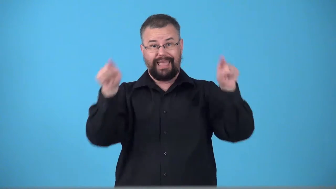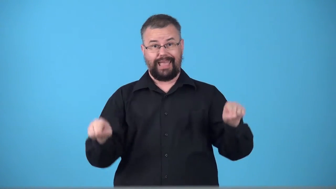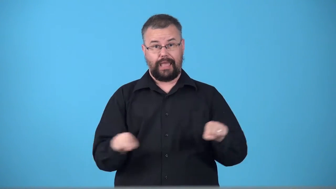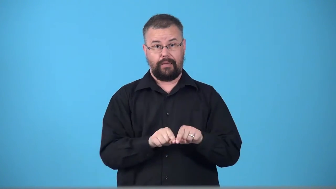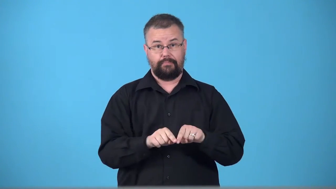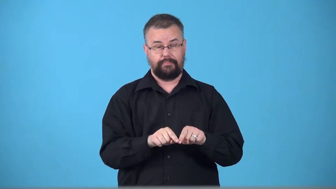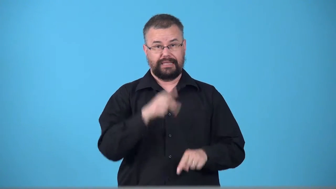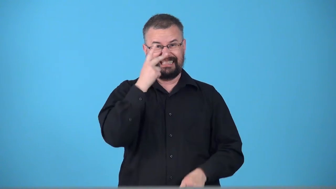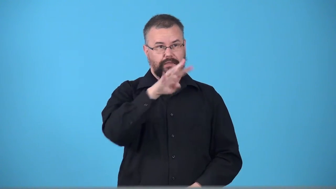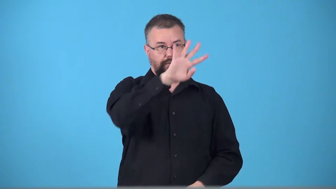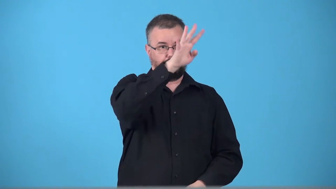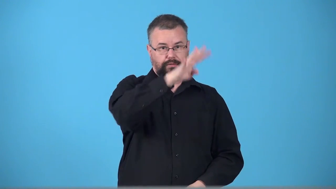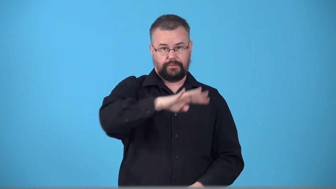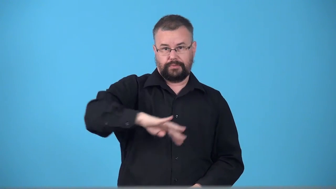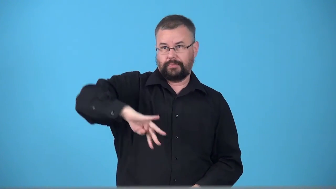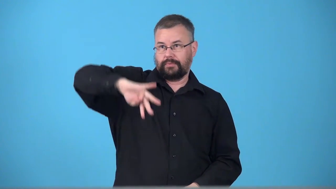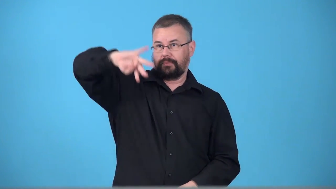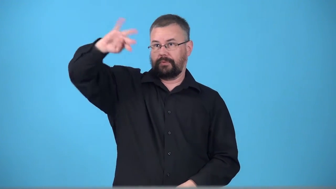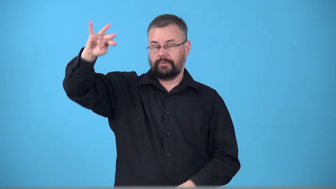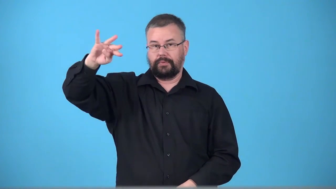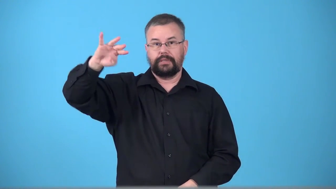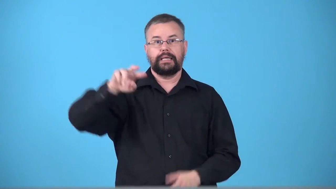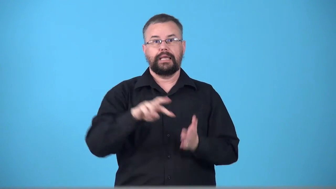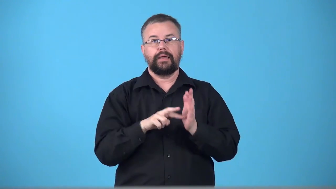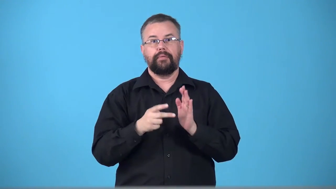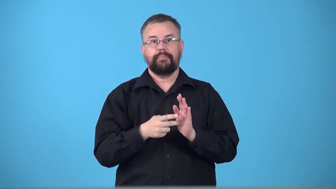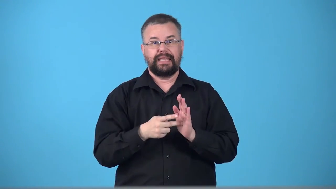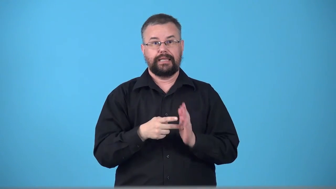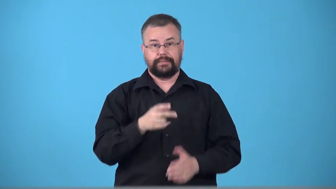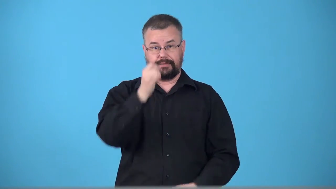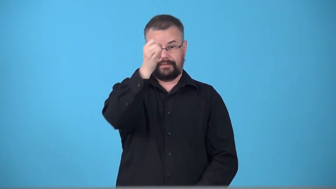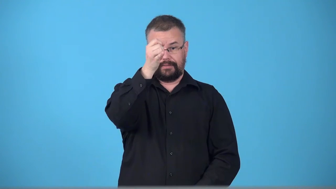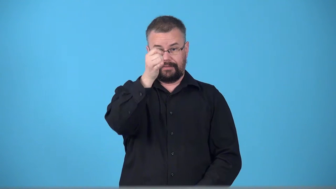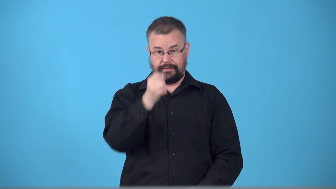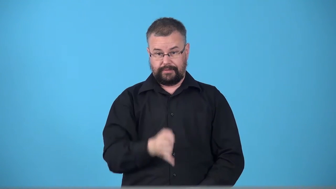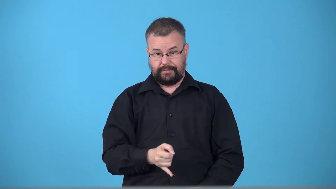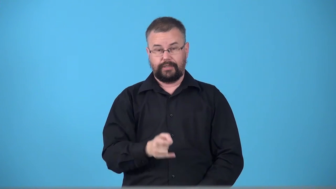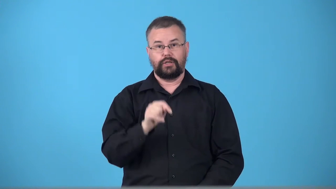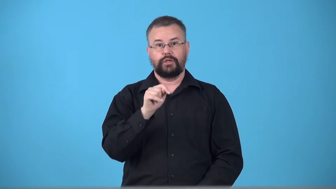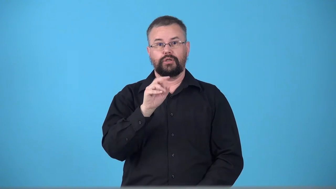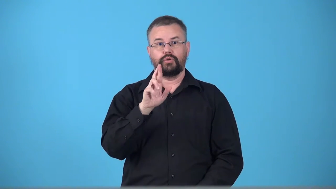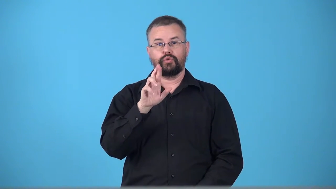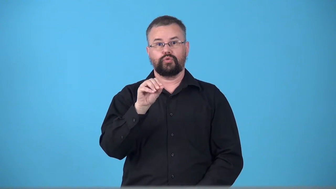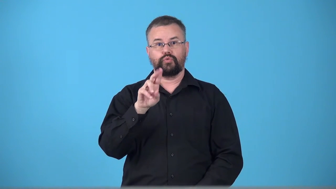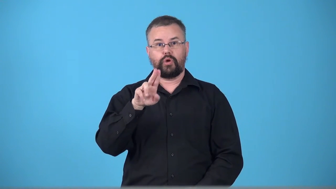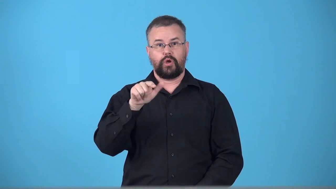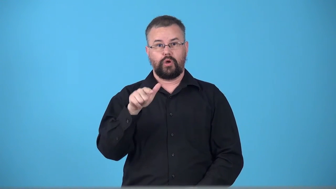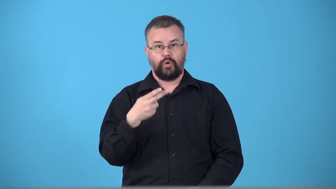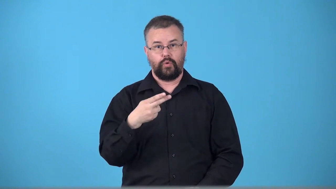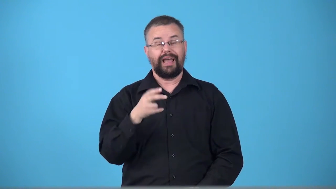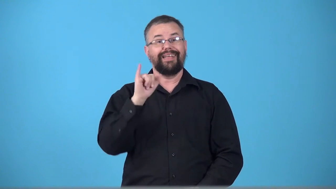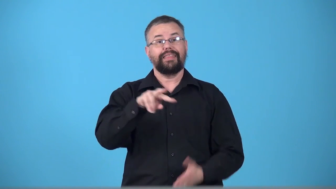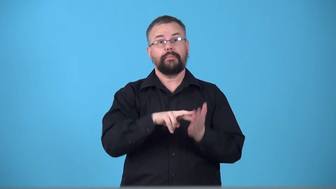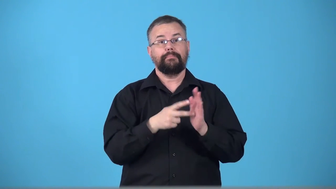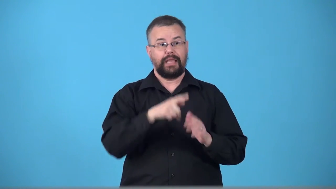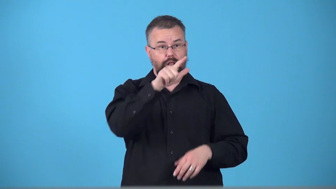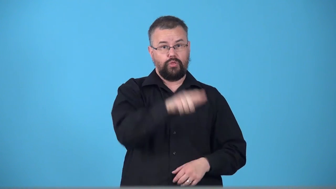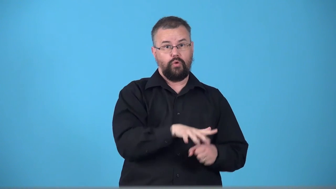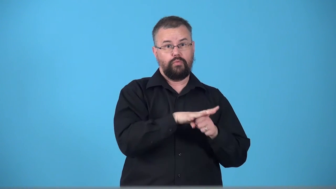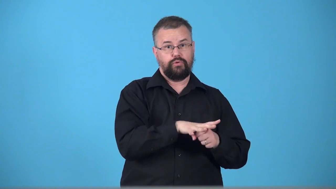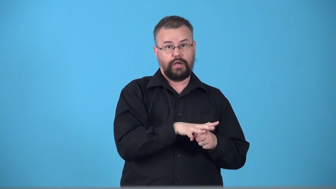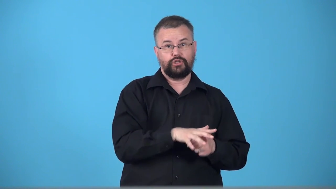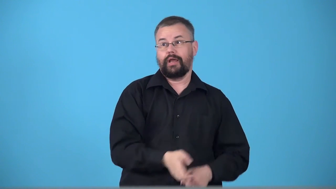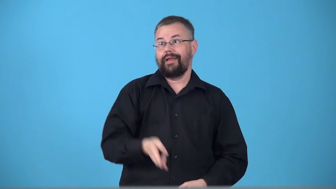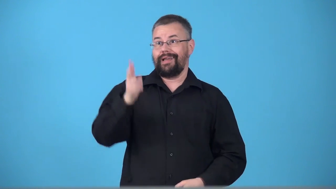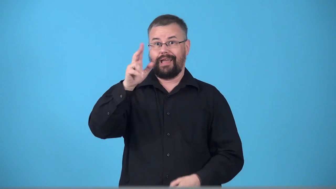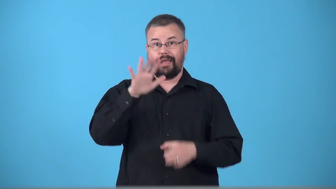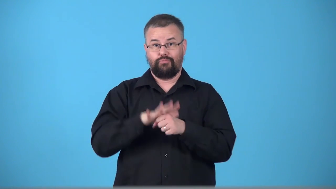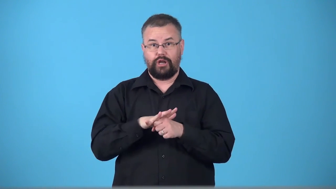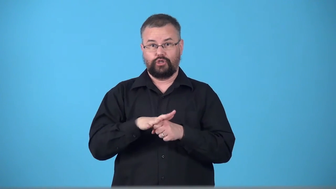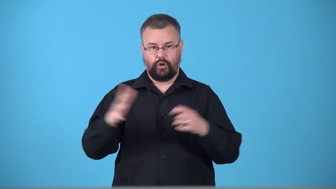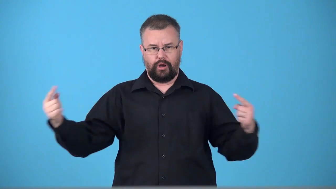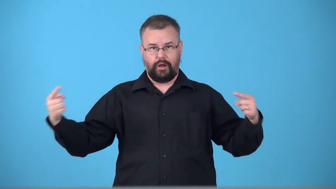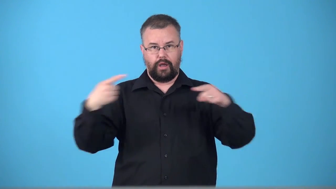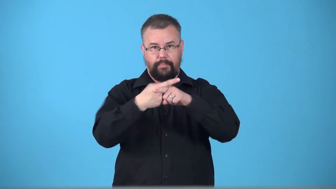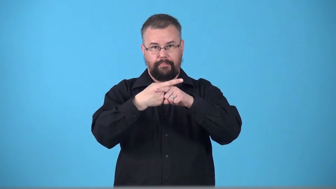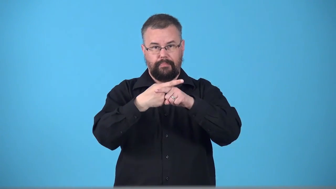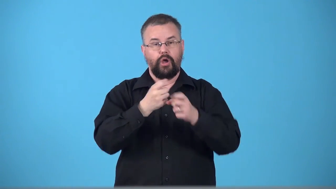trough-weather